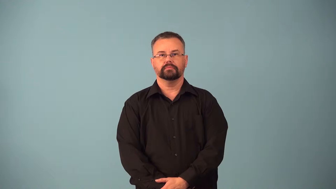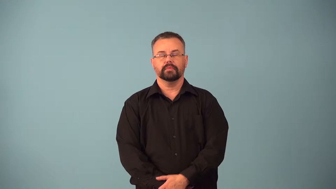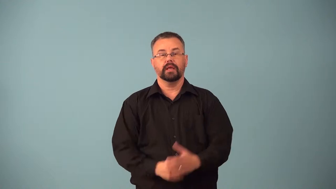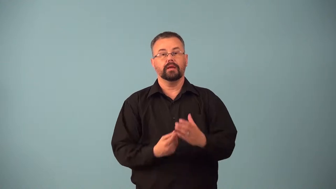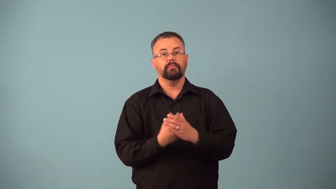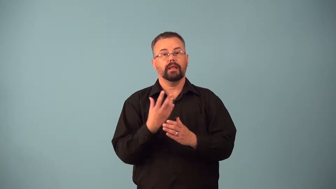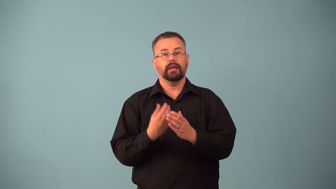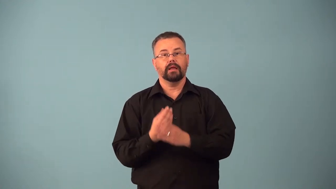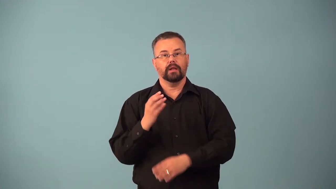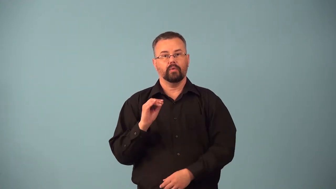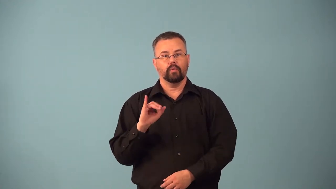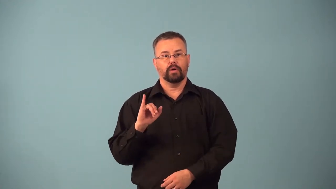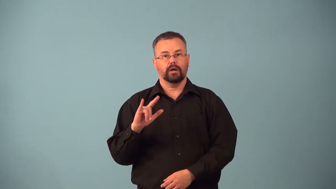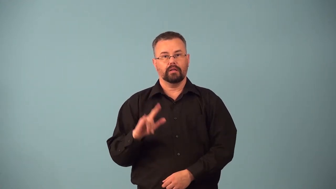balsam